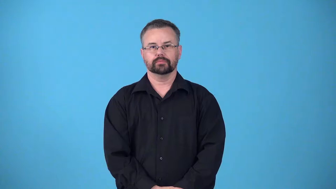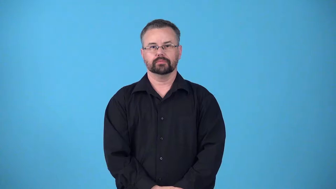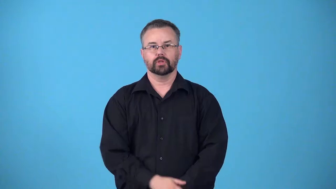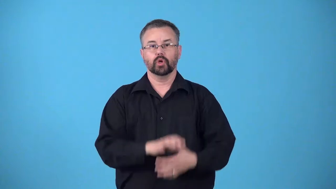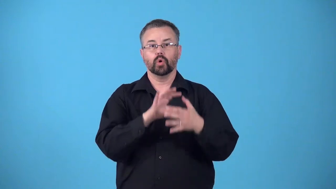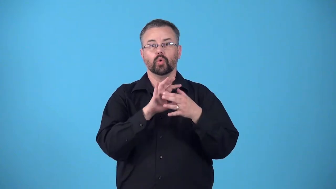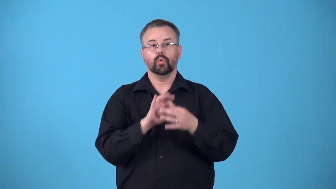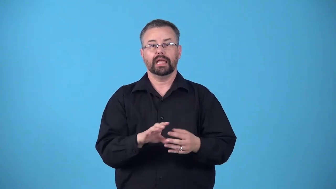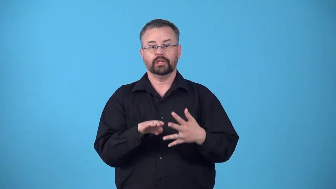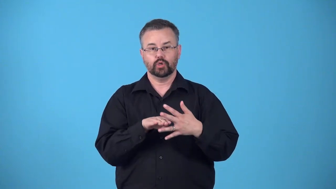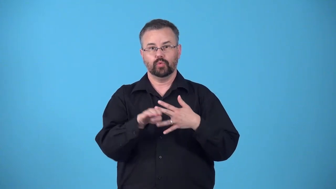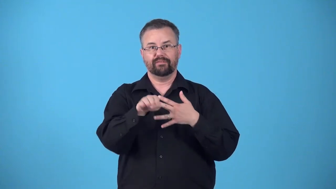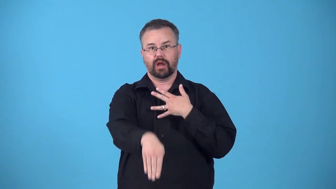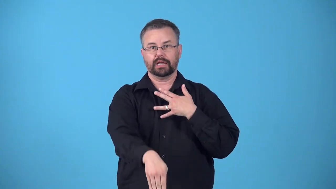refractivity